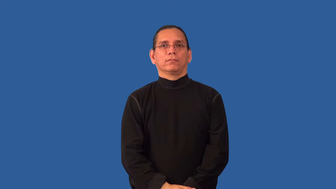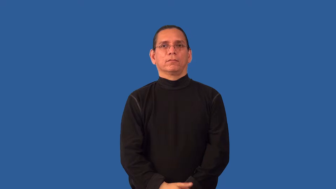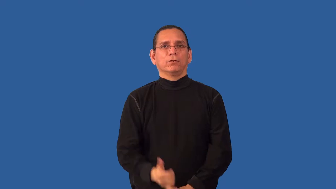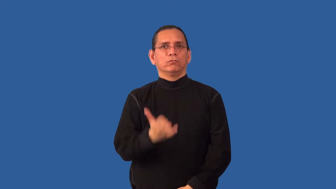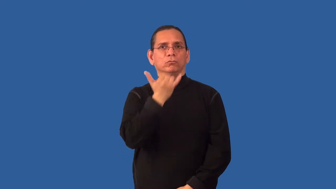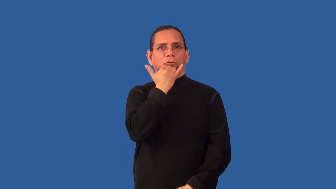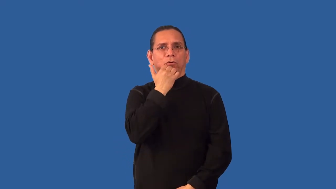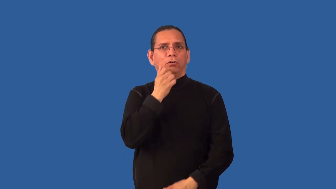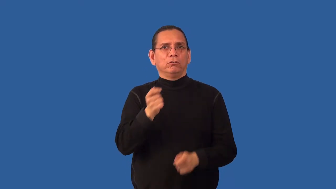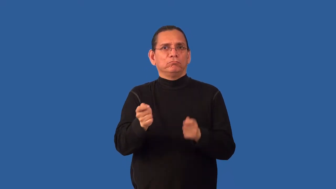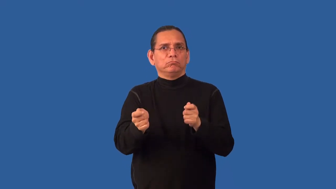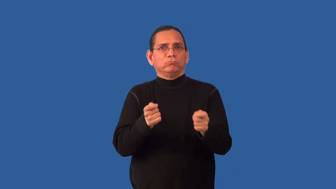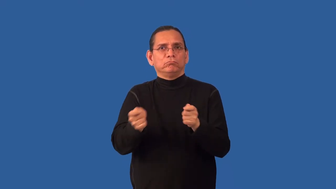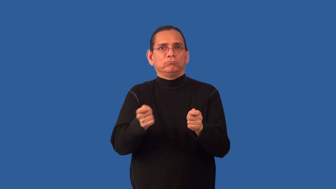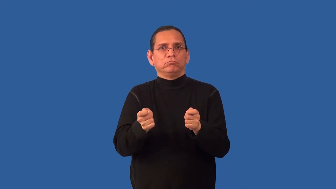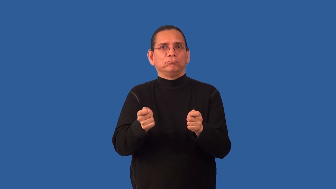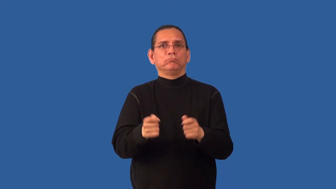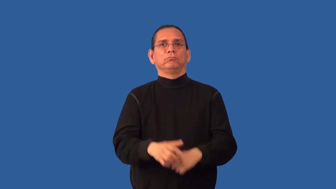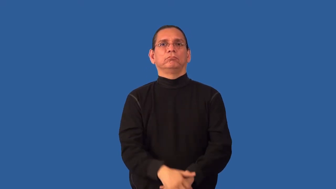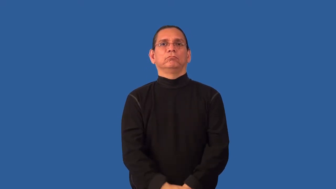mismanage,mishandle